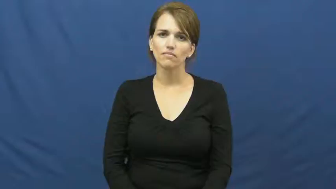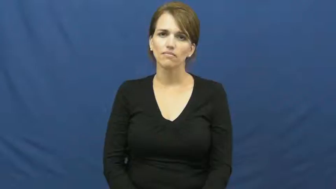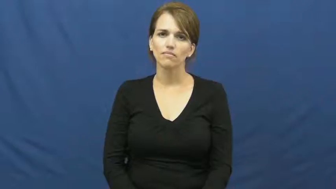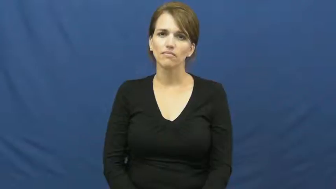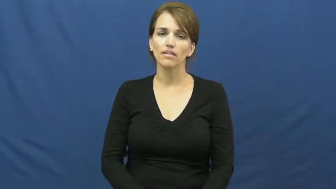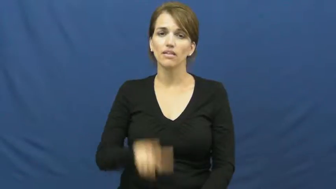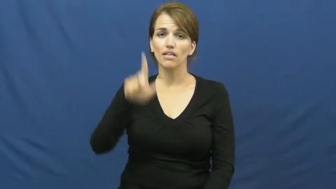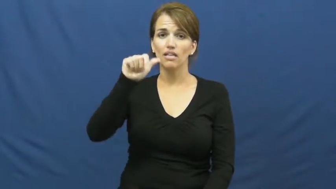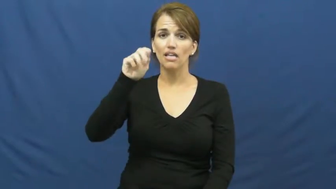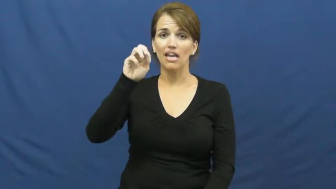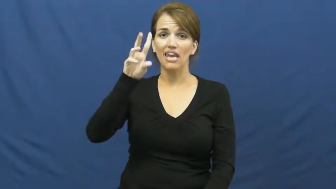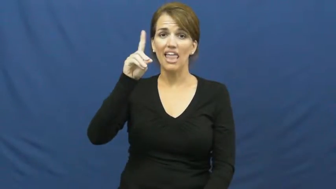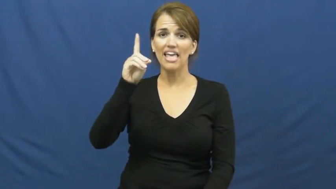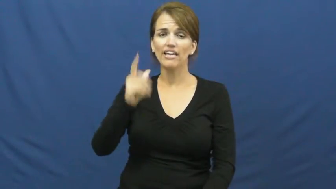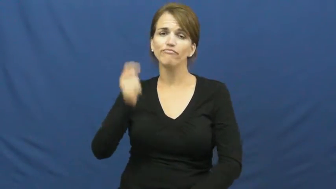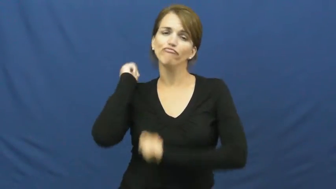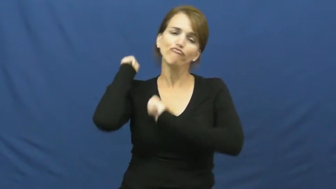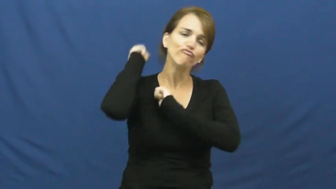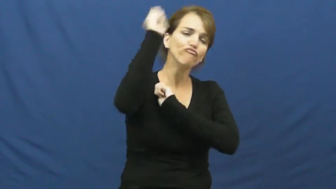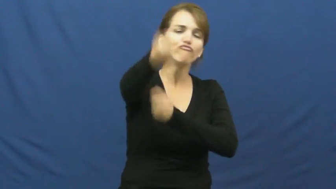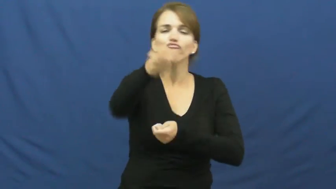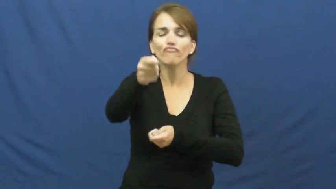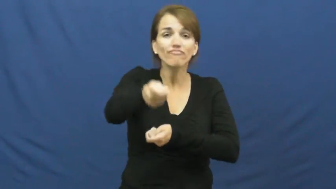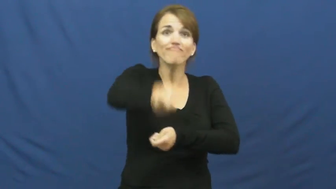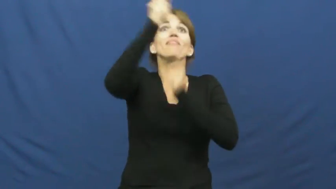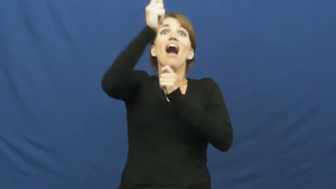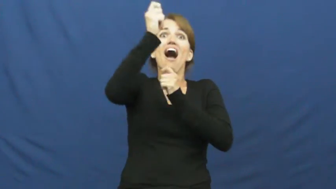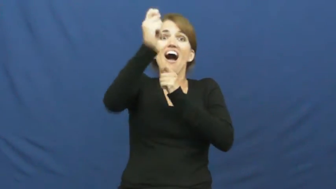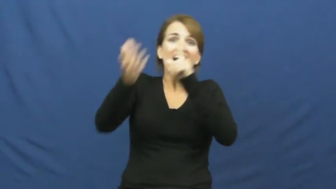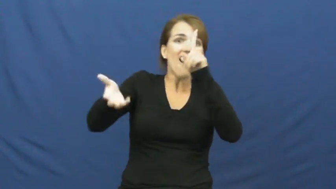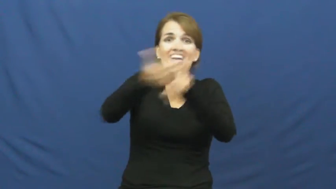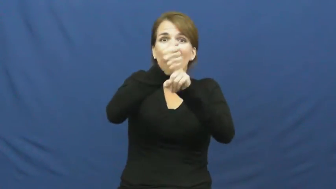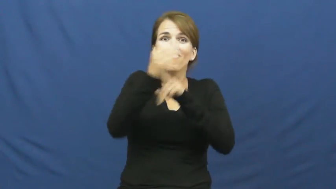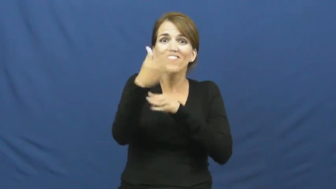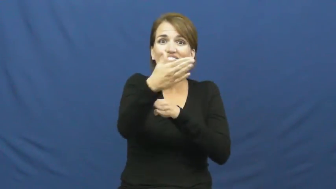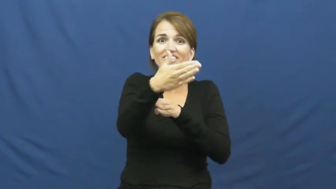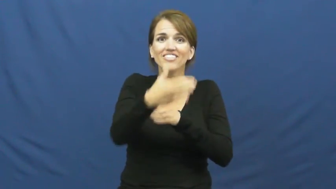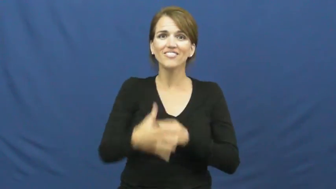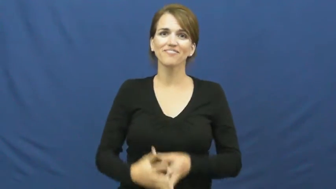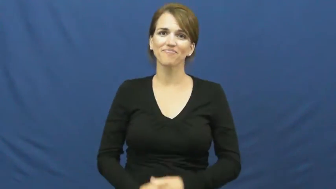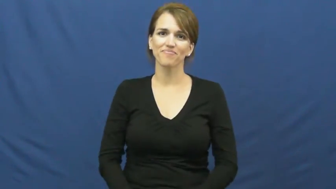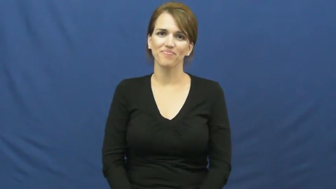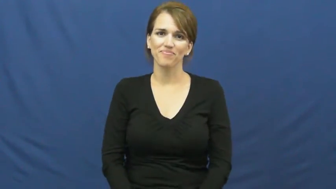land-fish